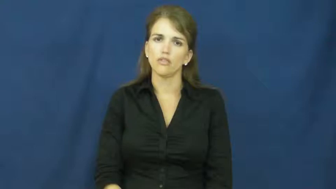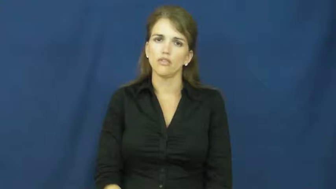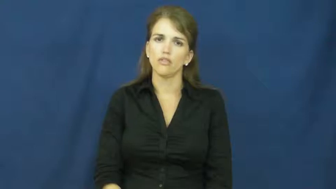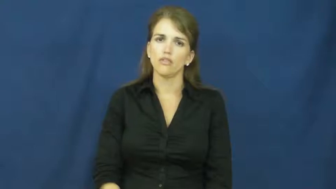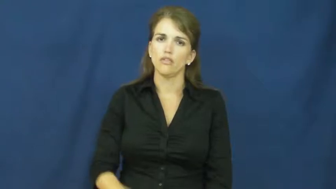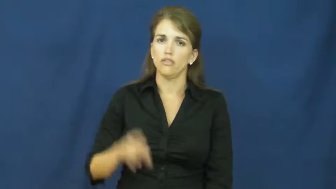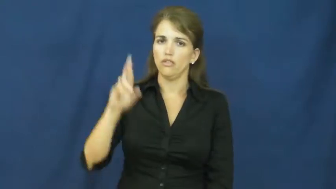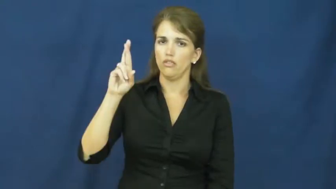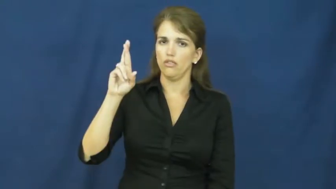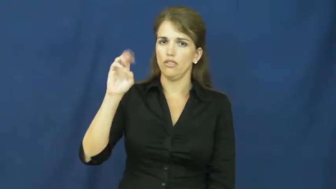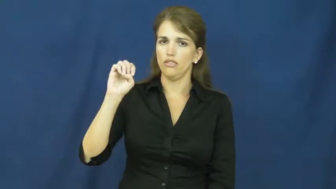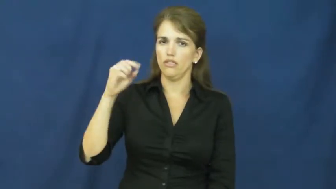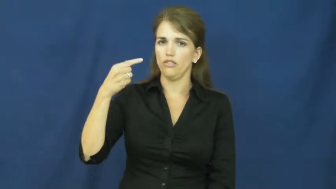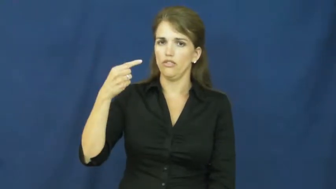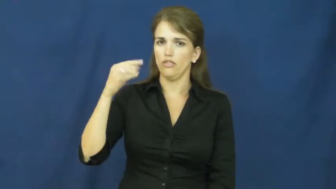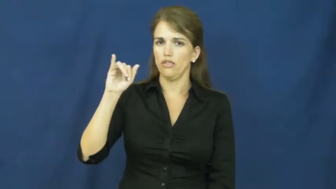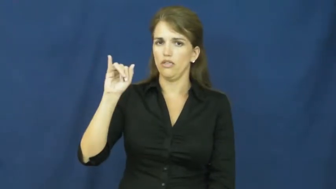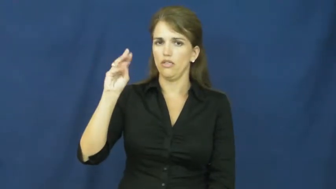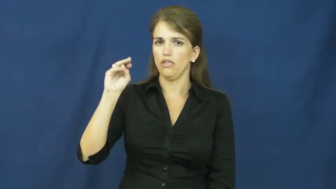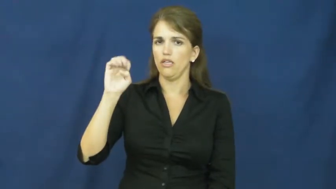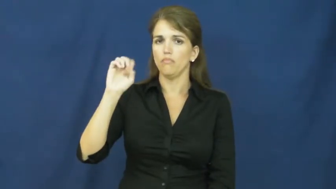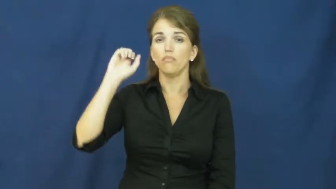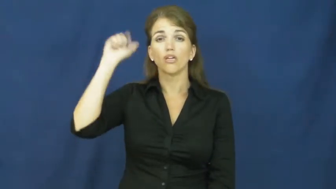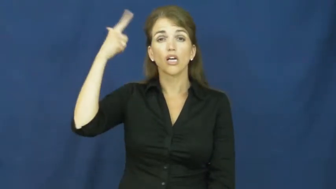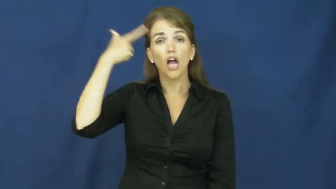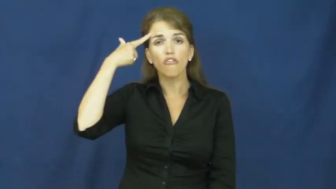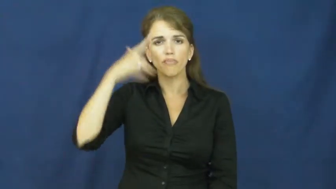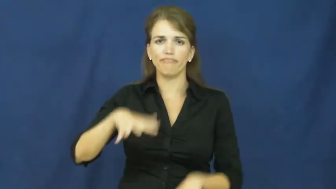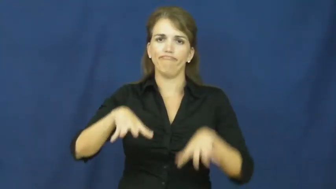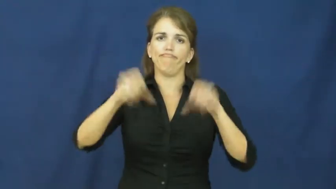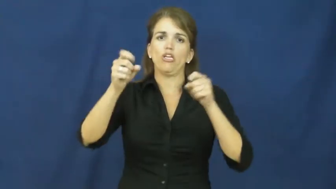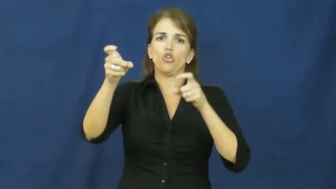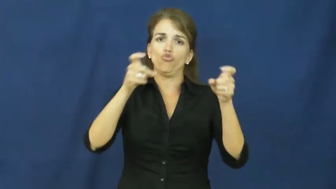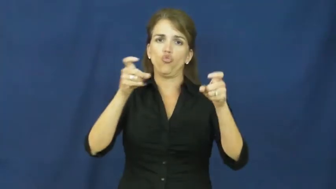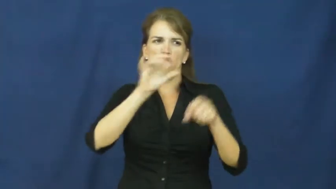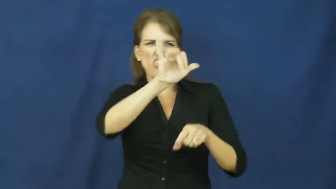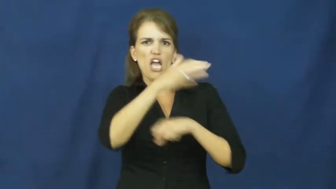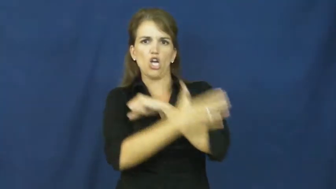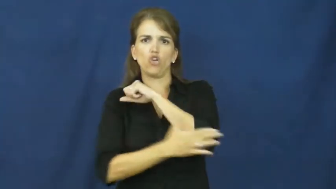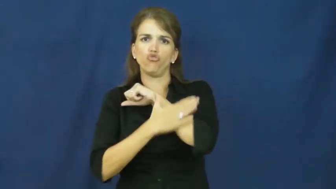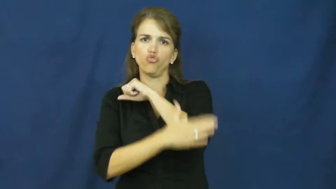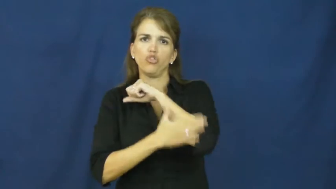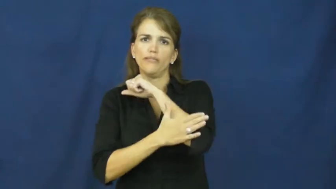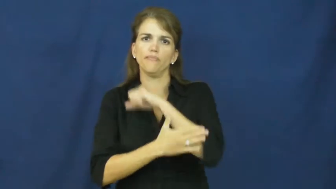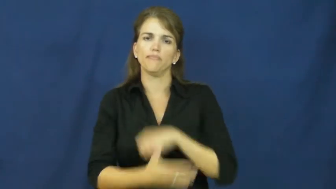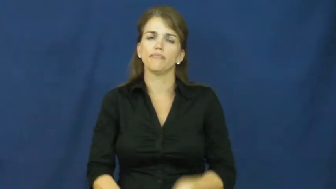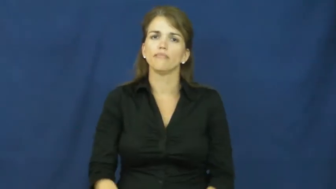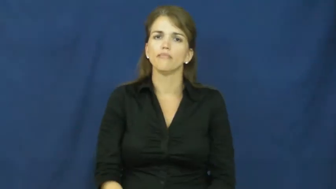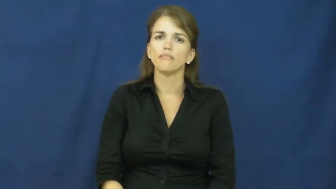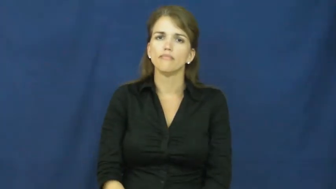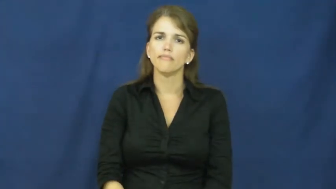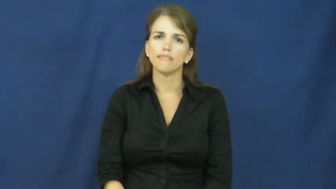regime